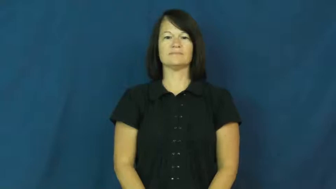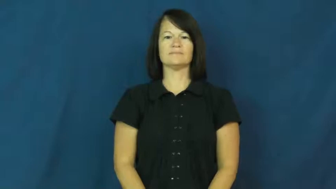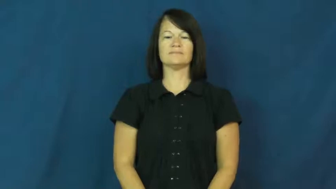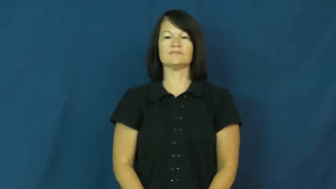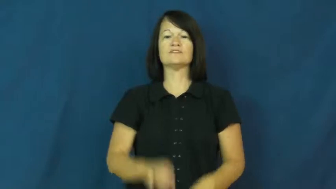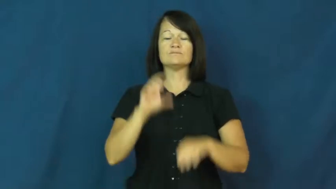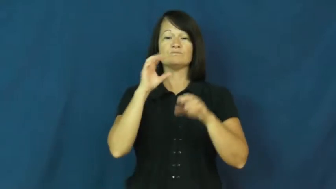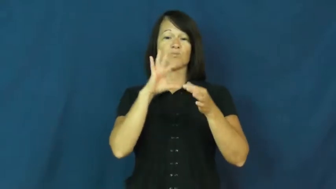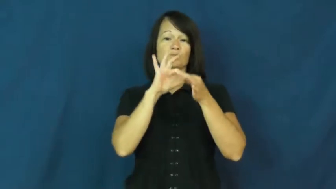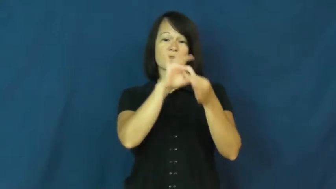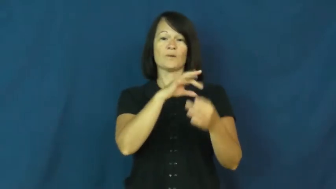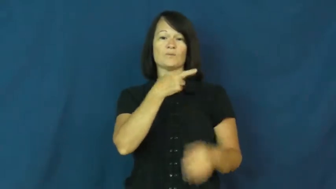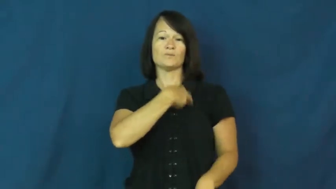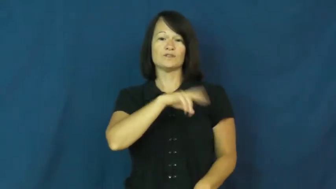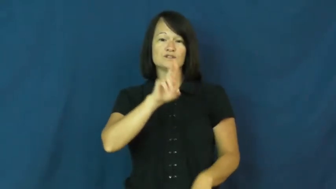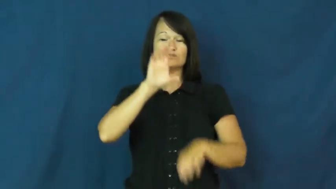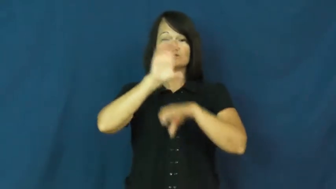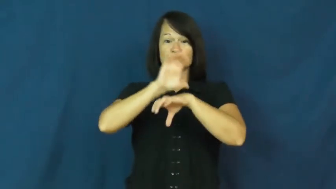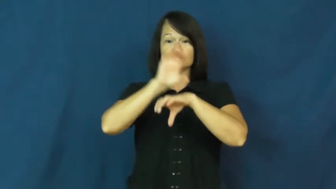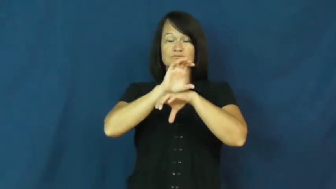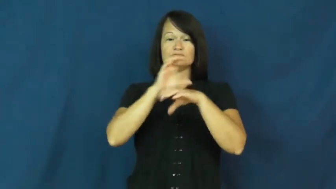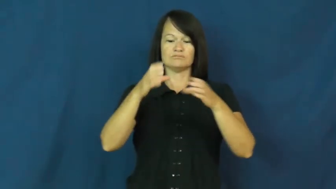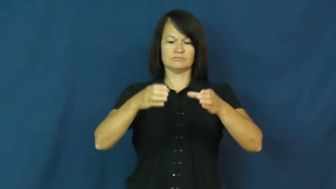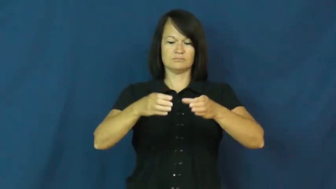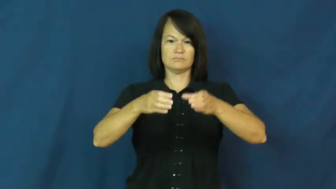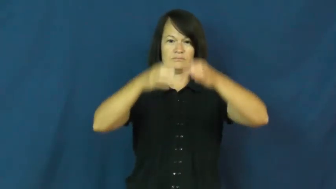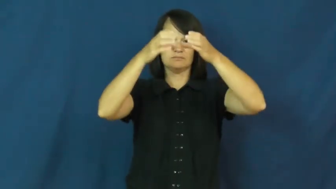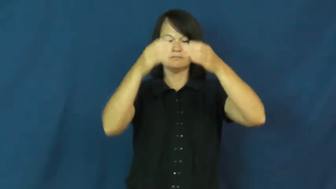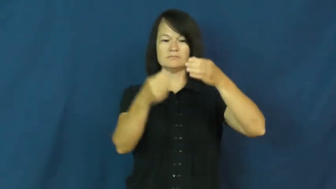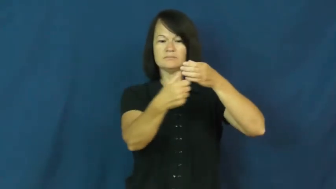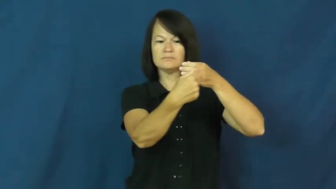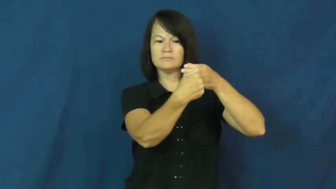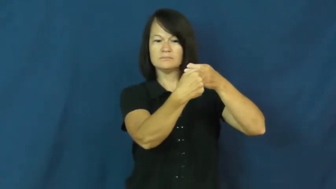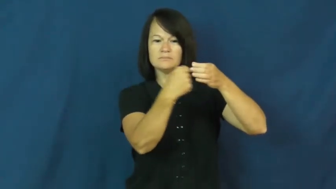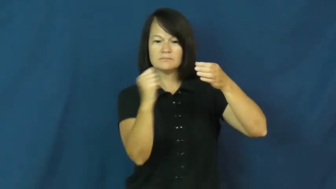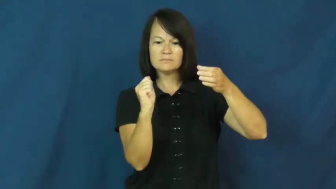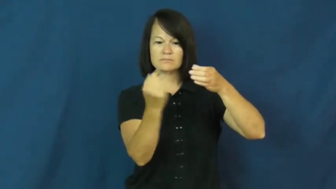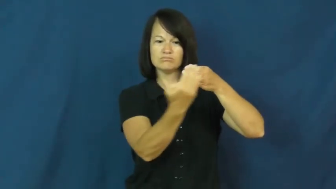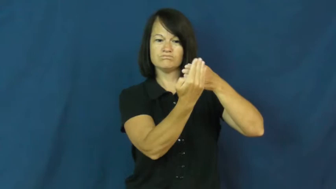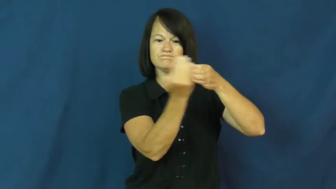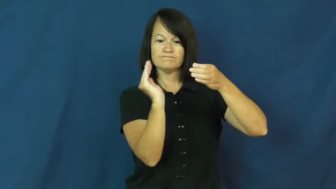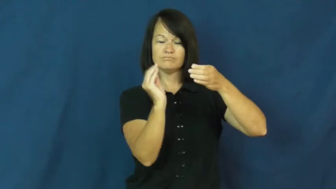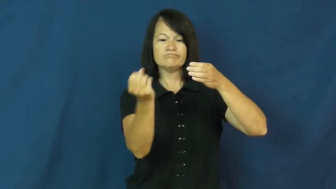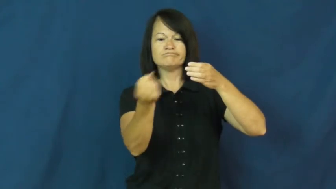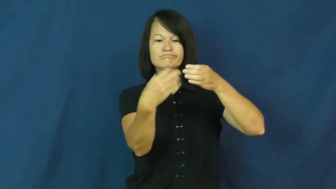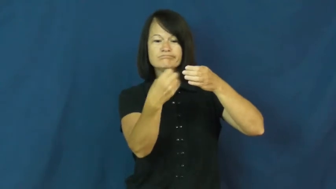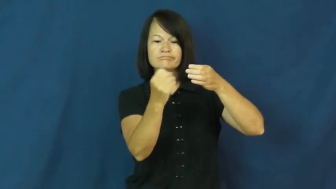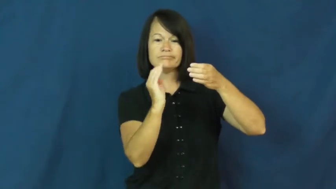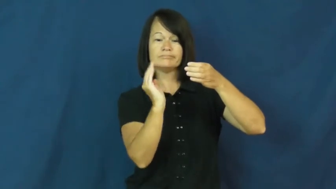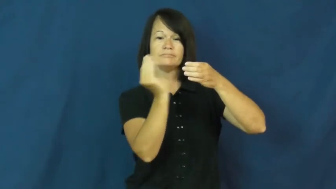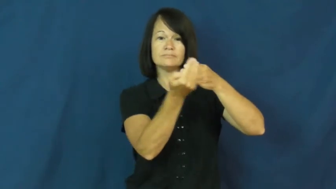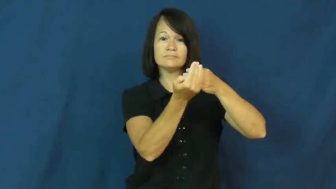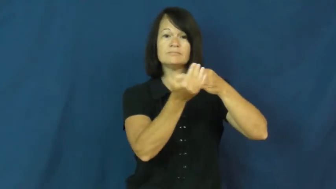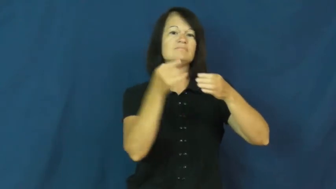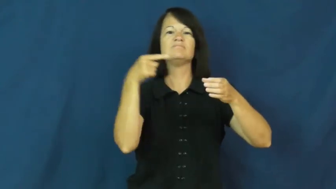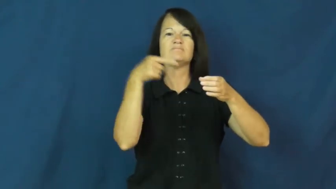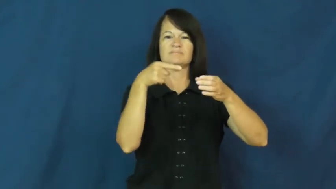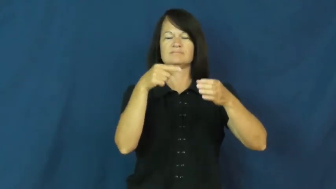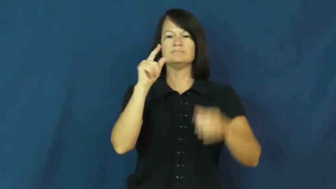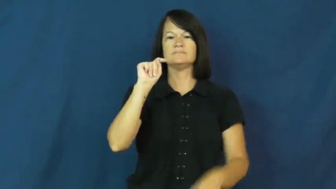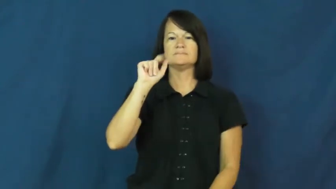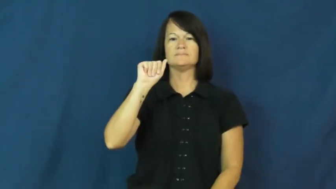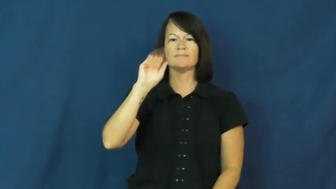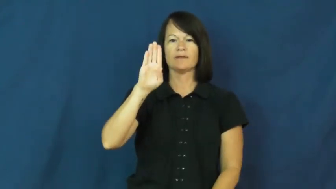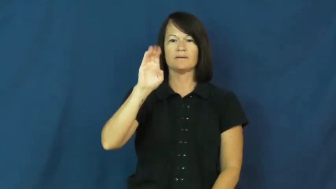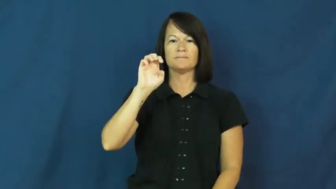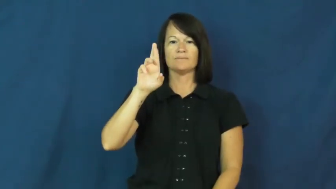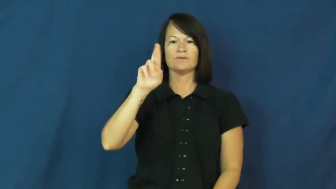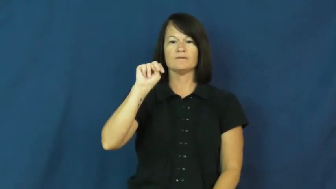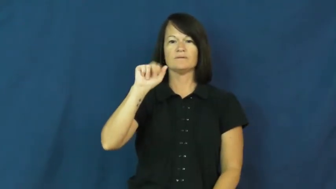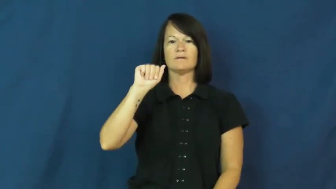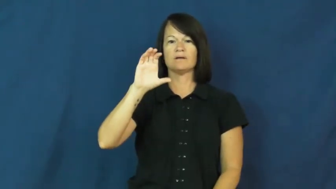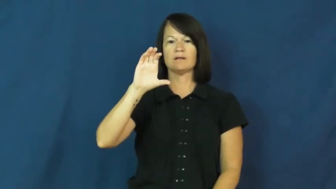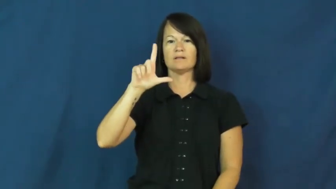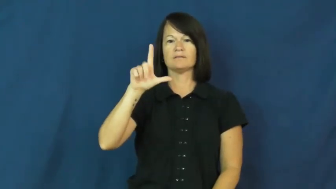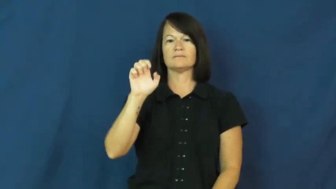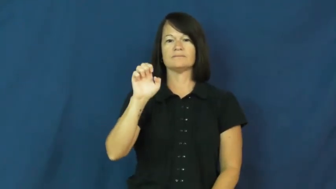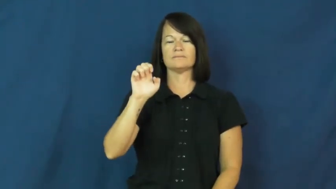tabernacle-container